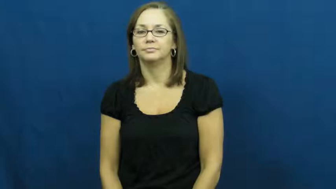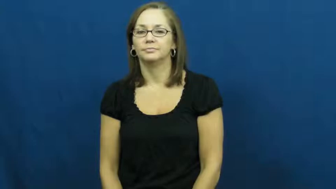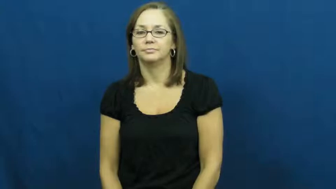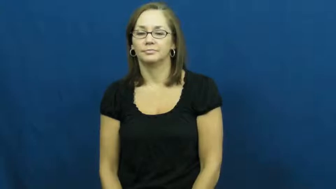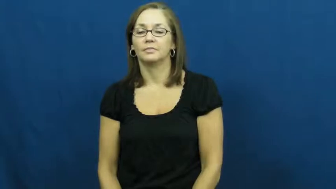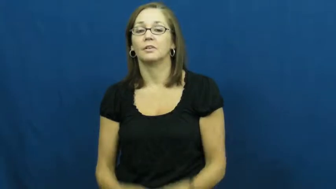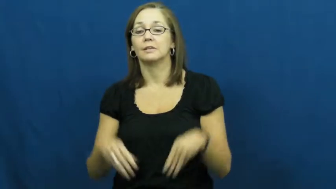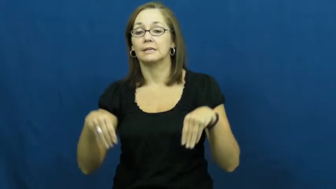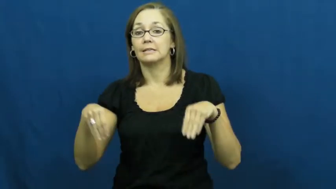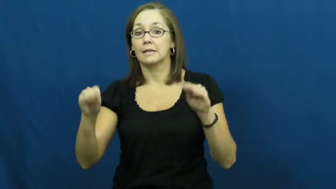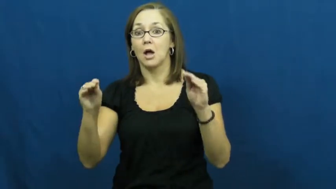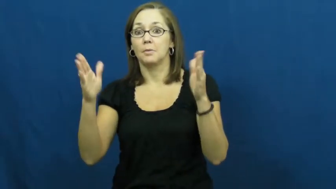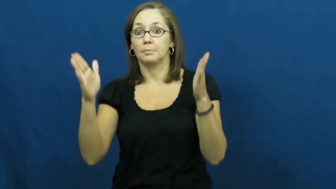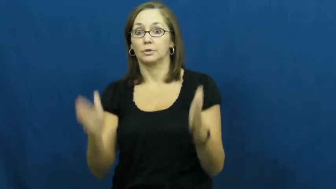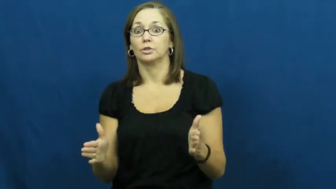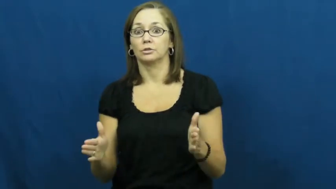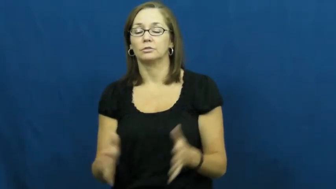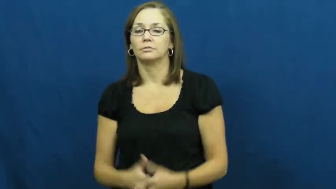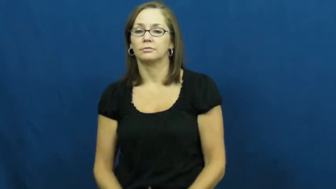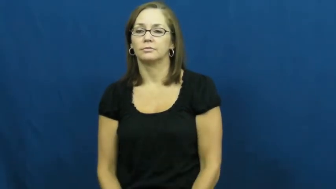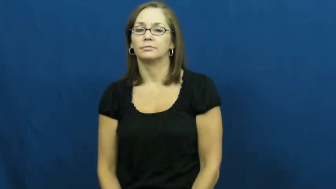salesperson,salesman,salesclerk,saleslady,salesgirl,saleswoman